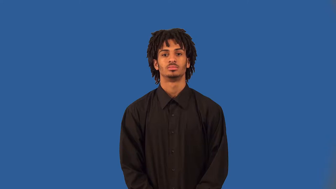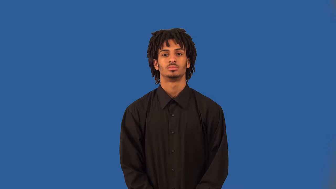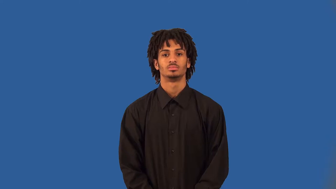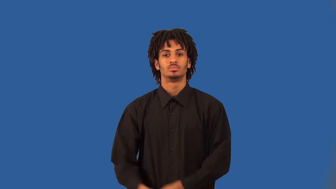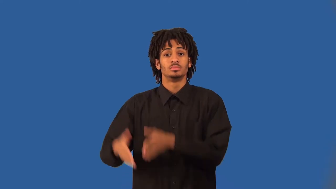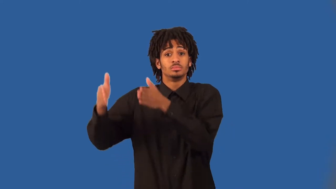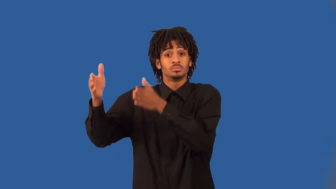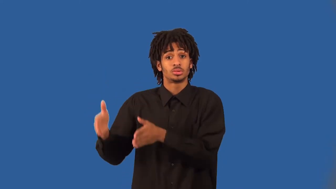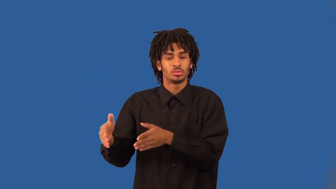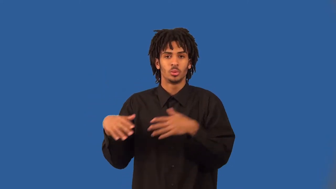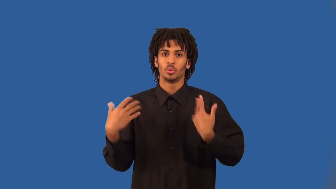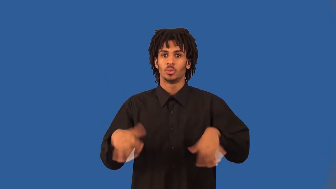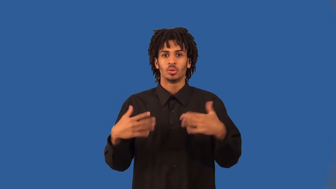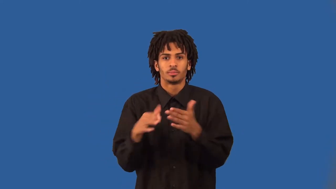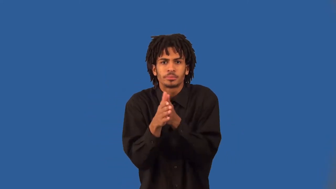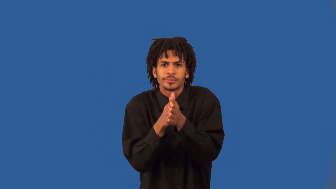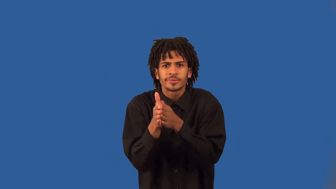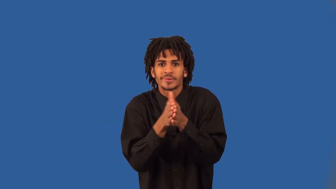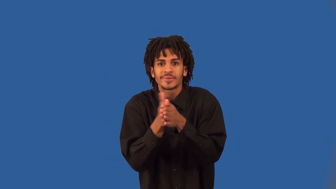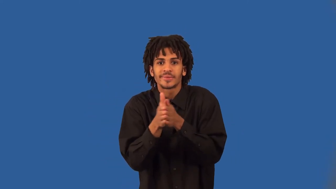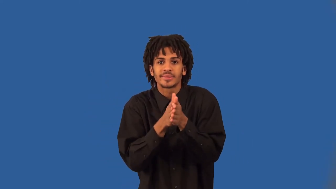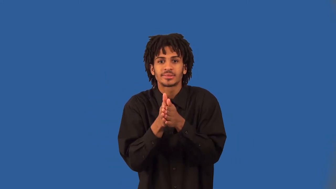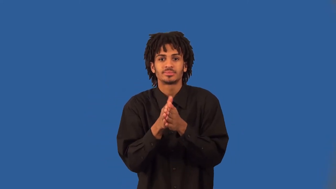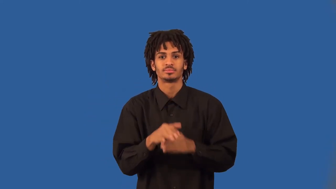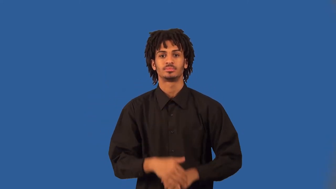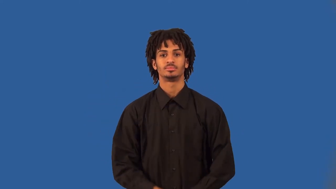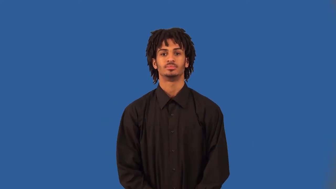devotee